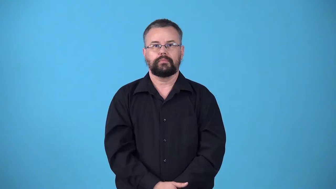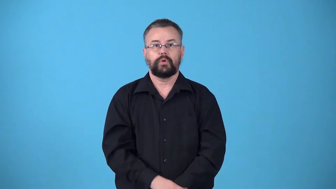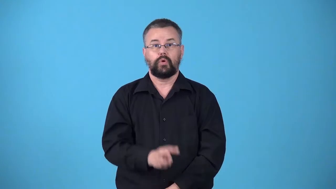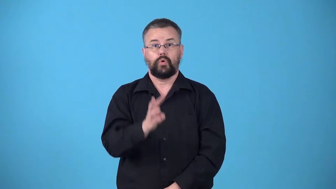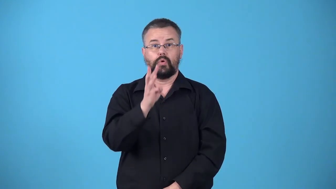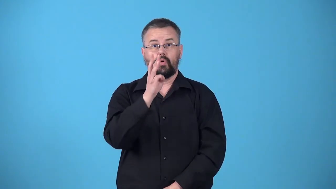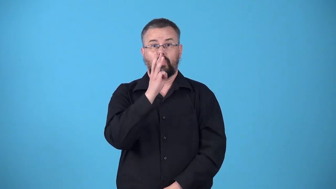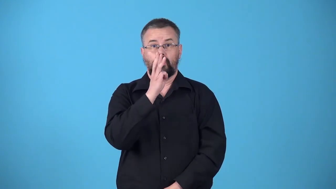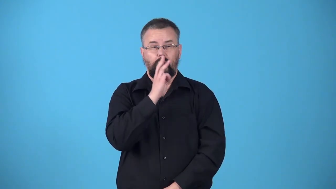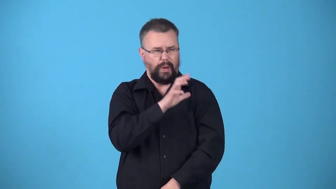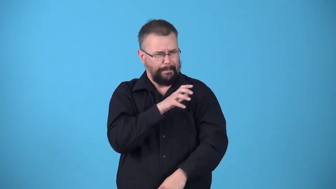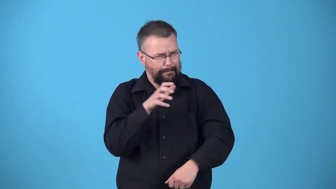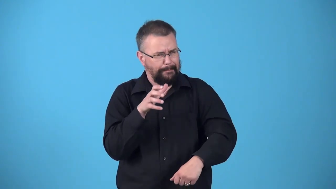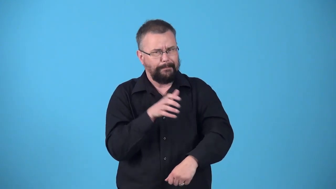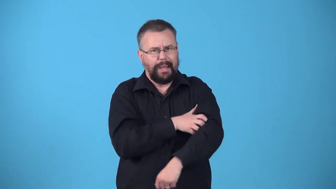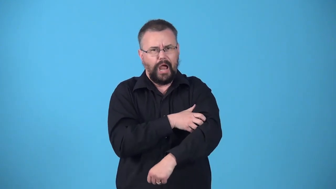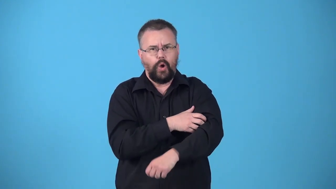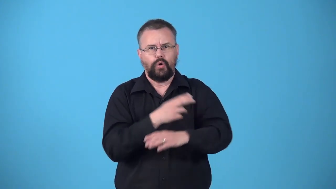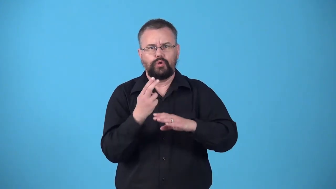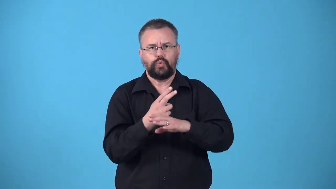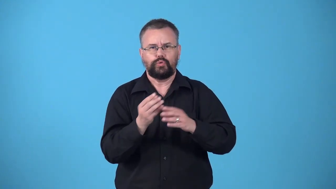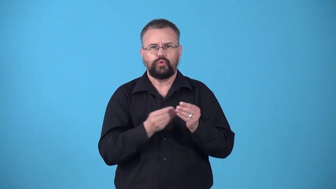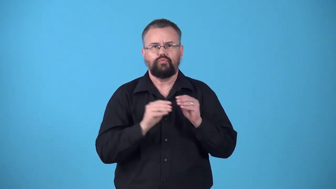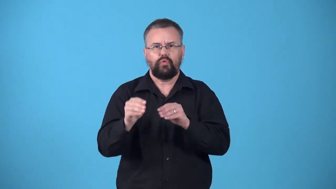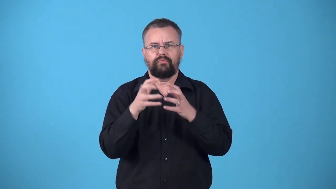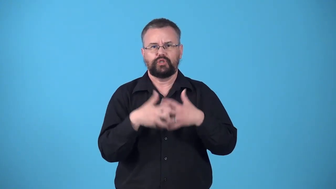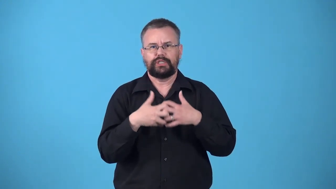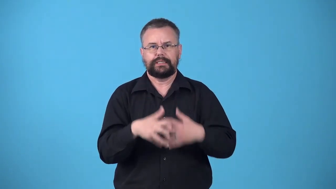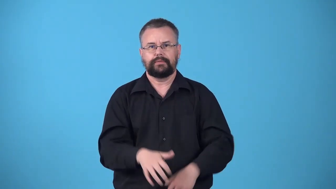waterpower